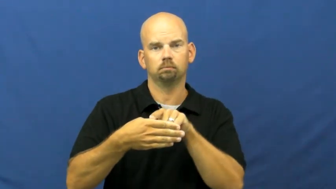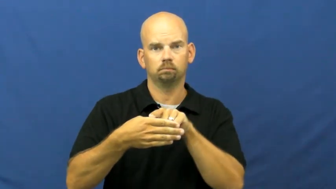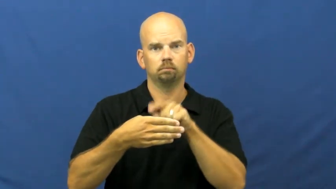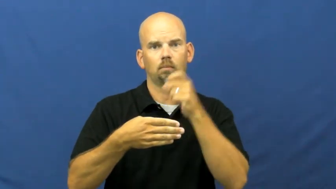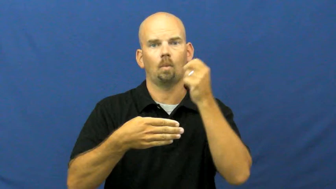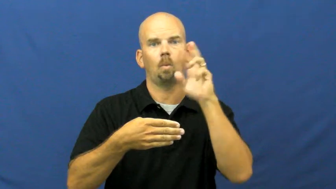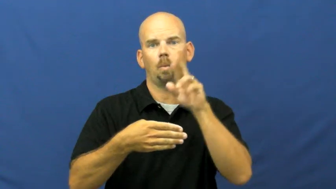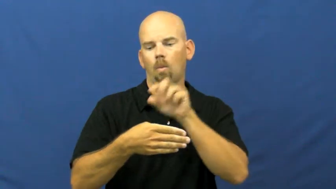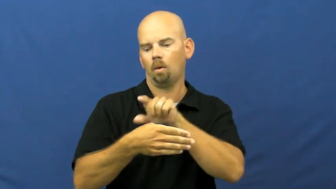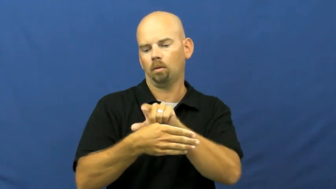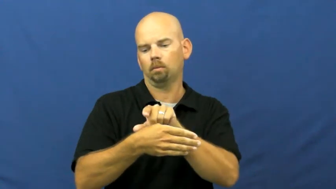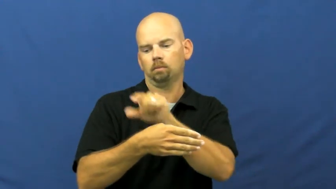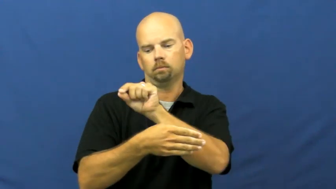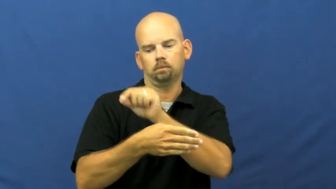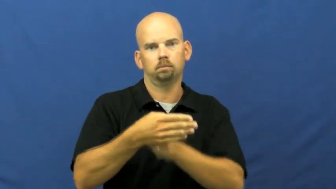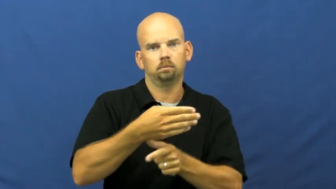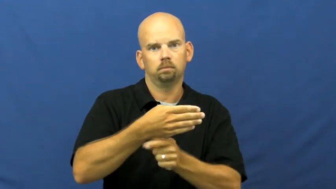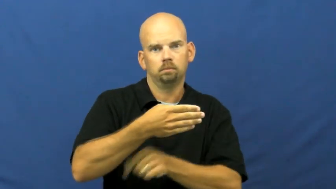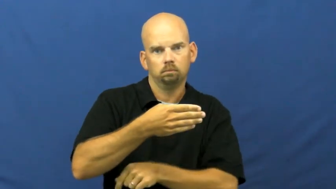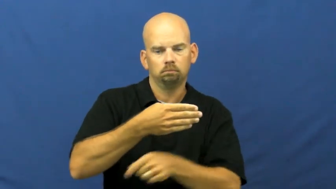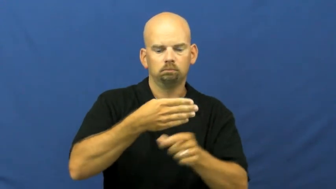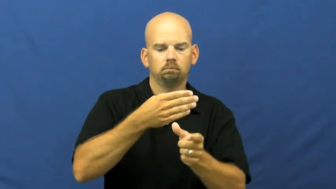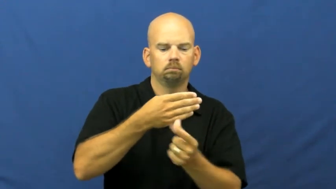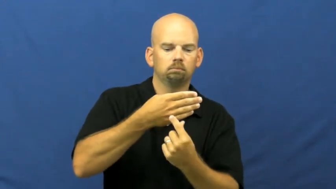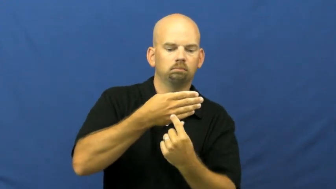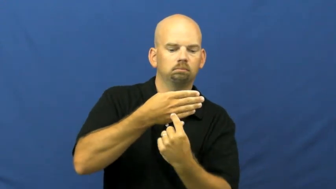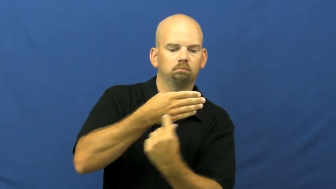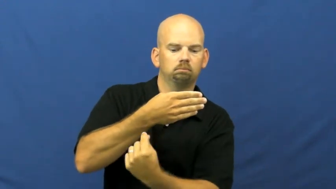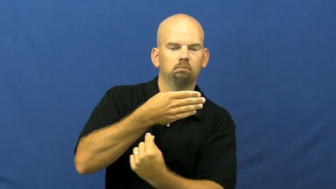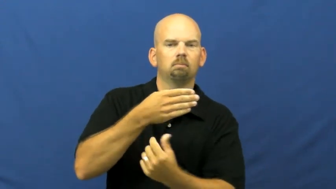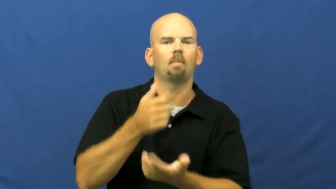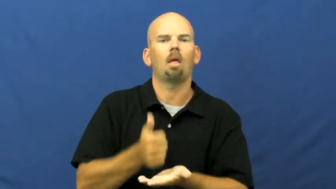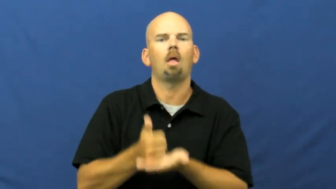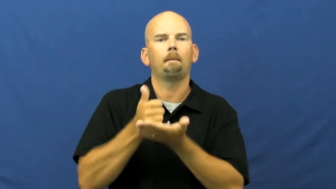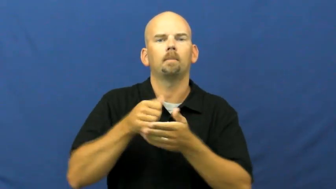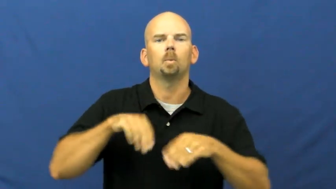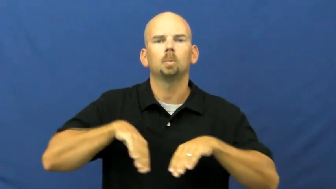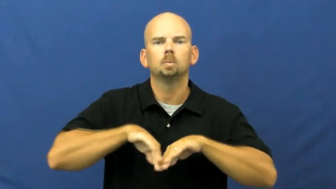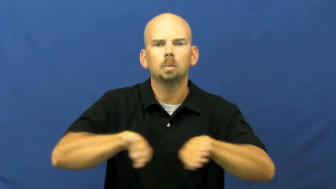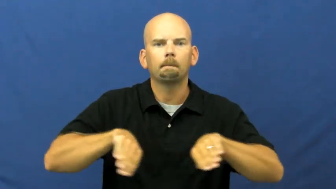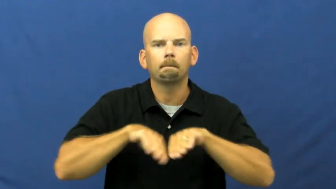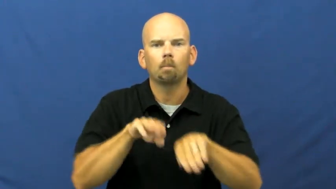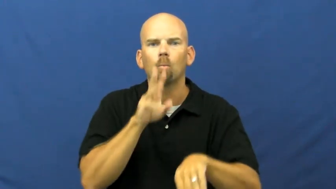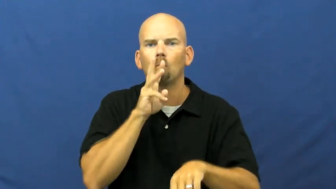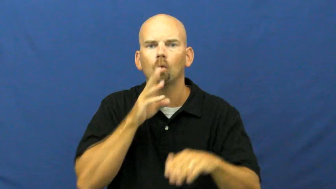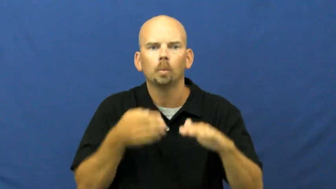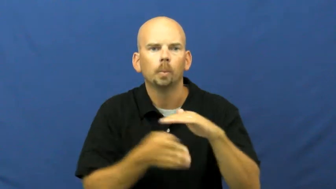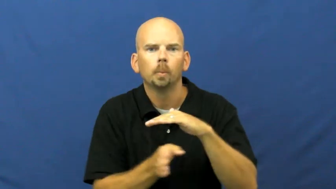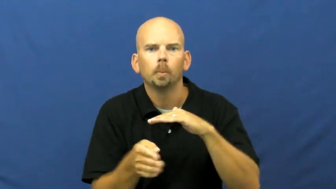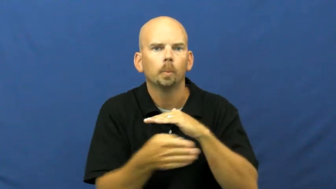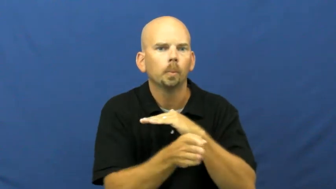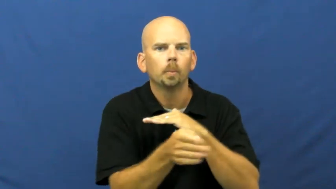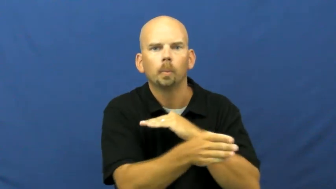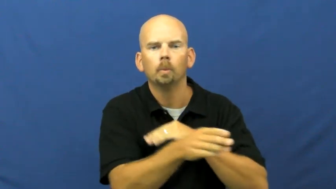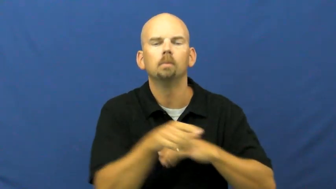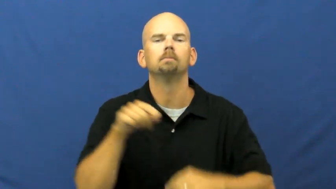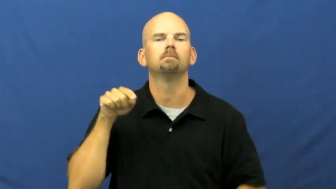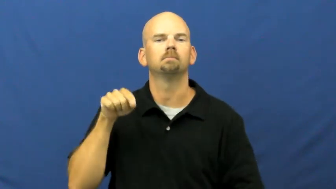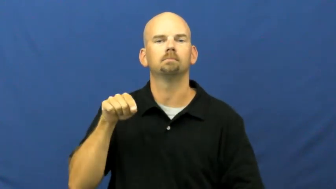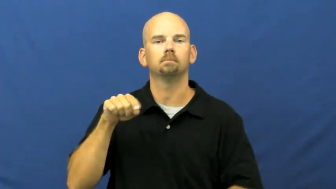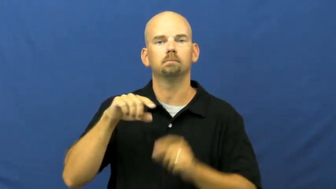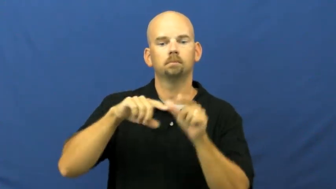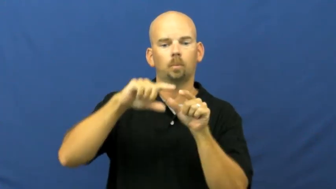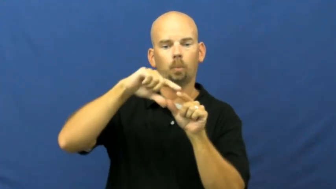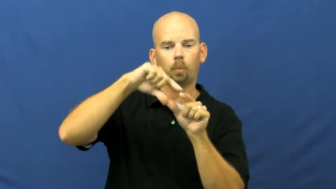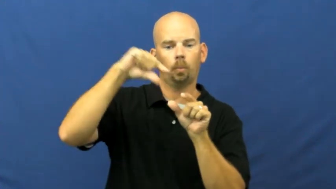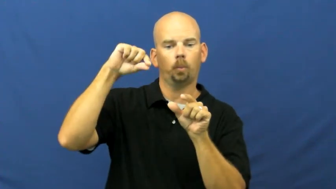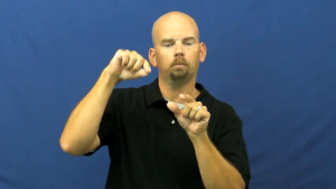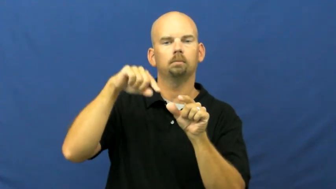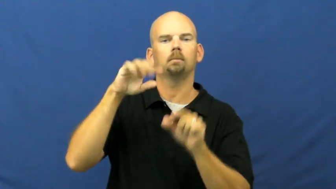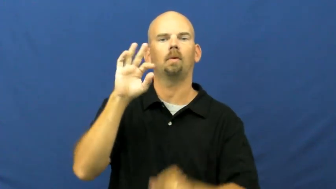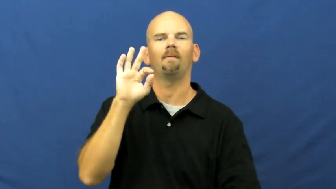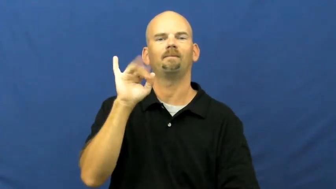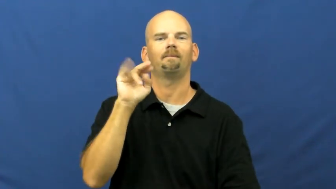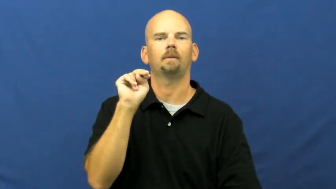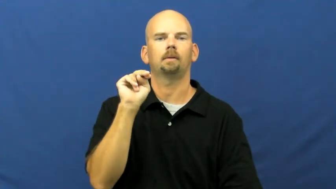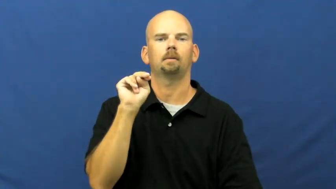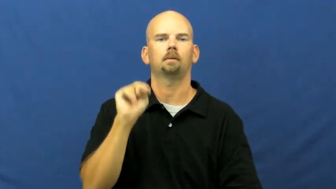fin-fish